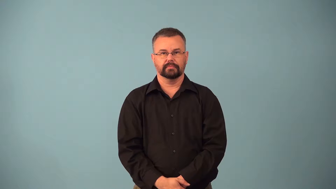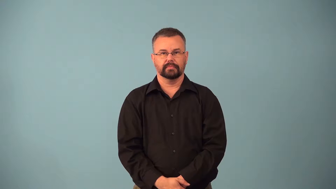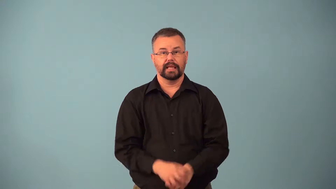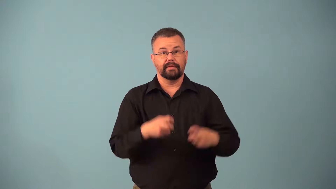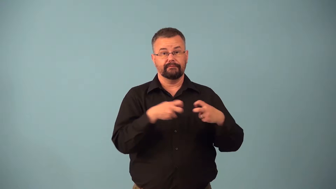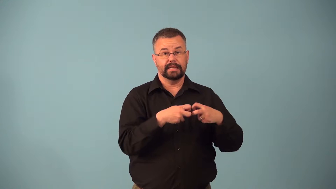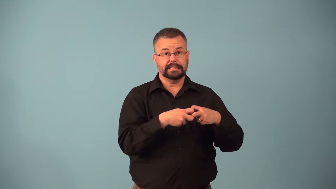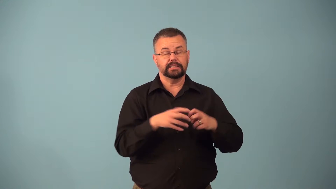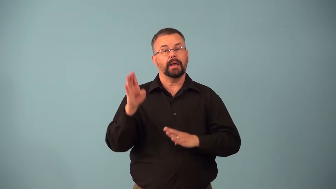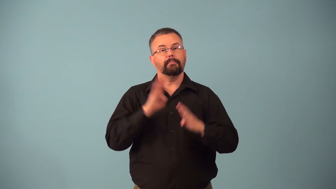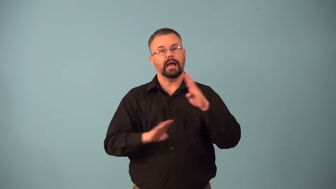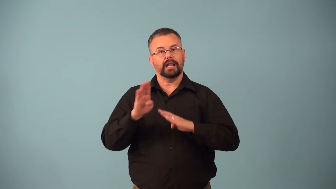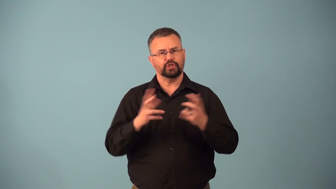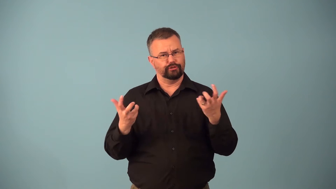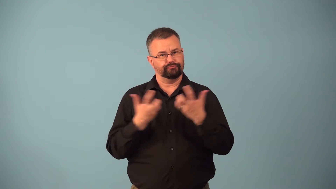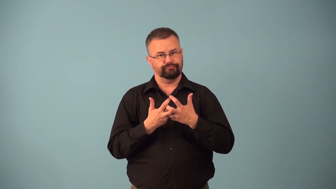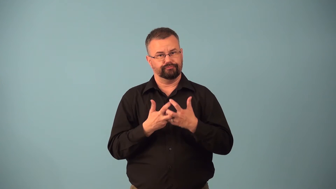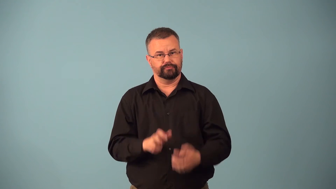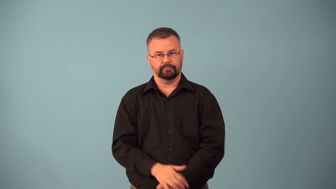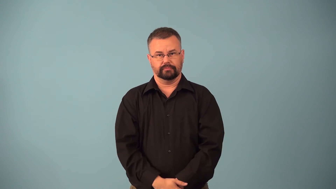biophysical